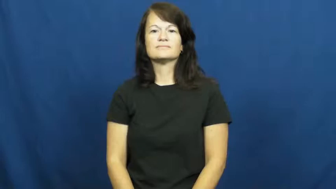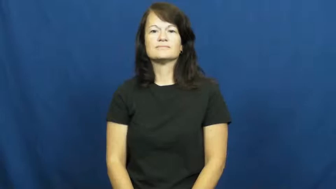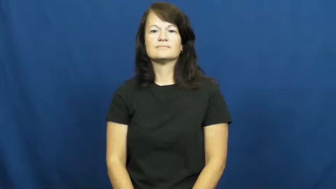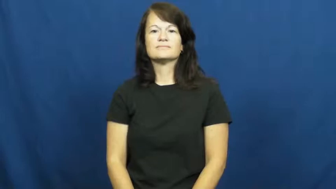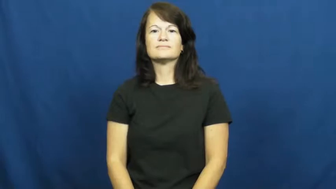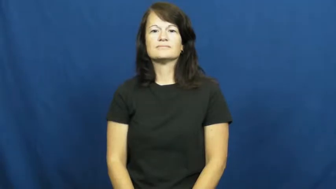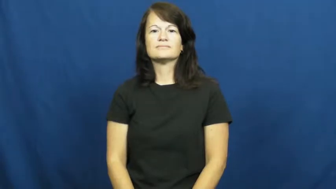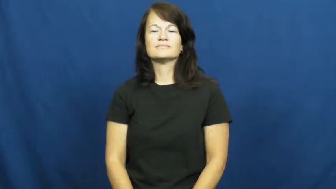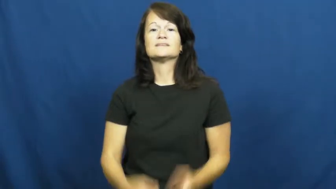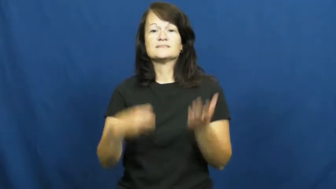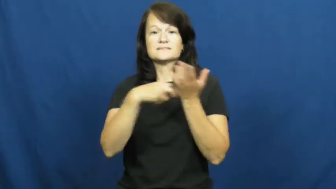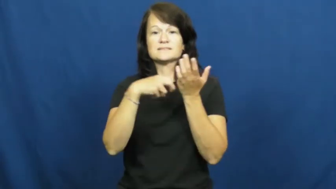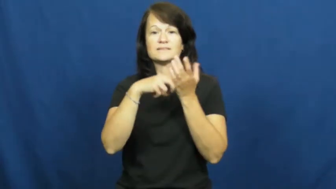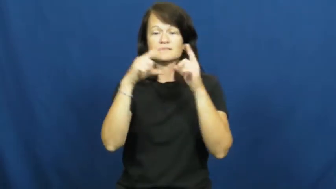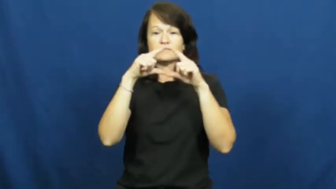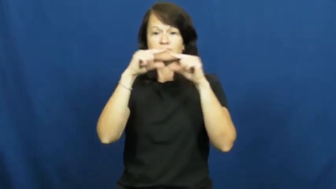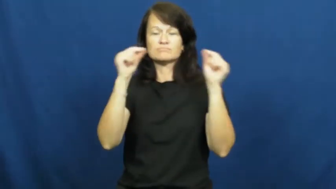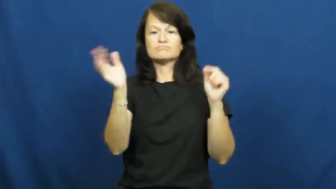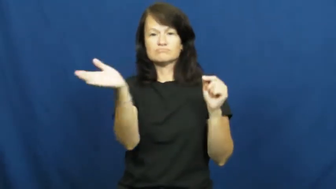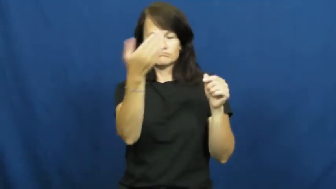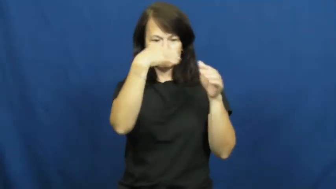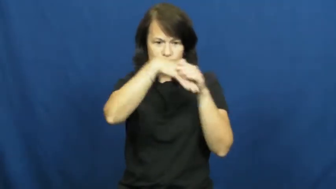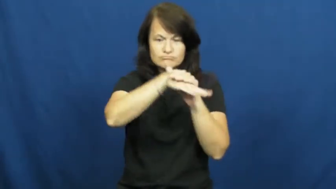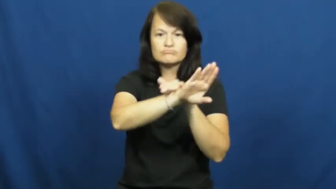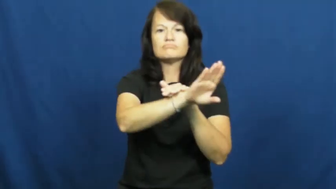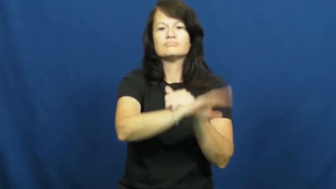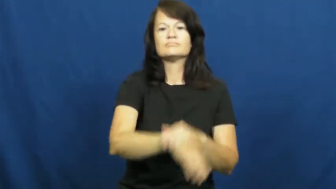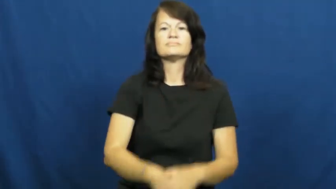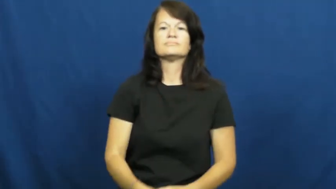pass-ticket